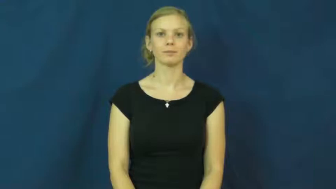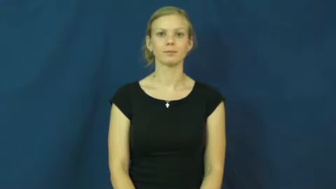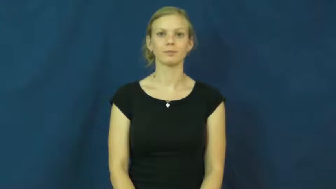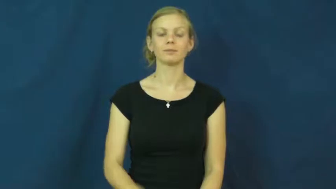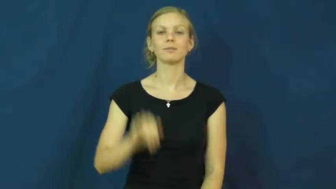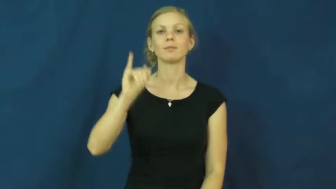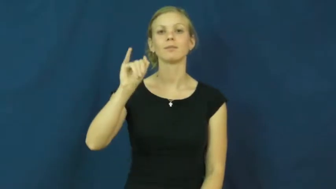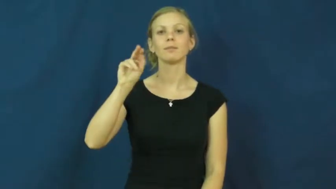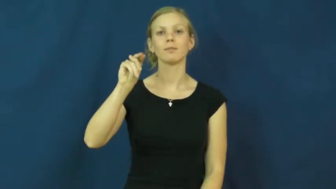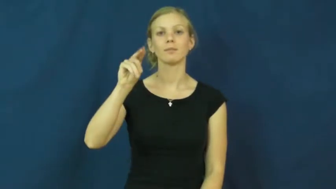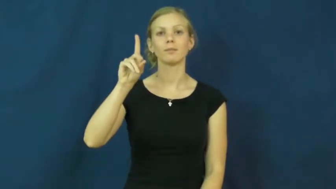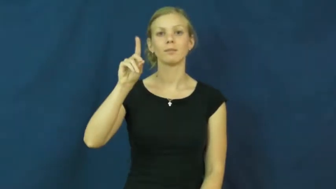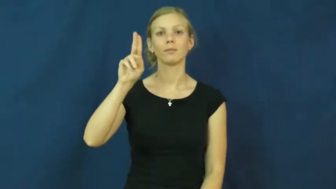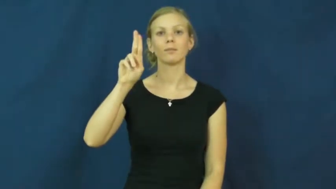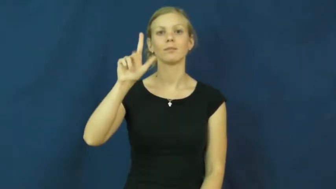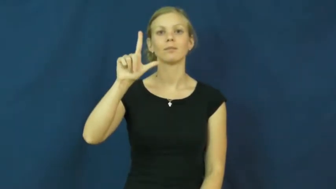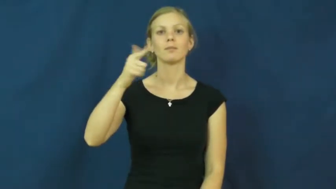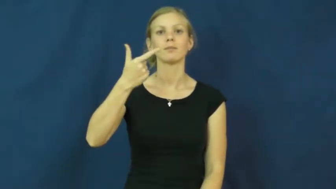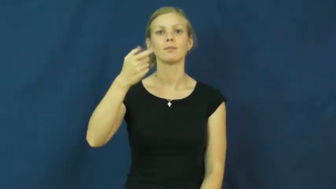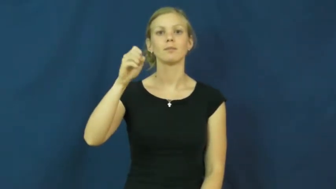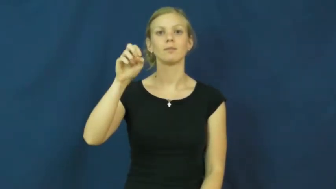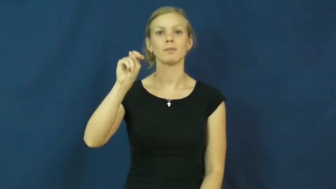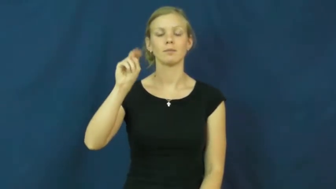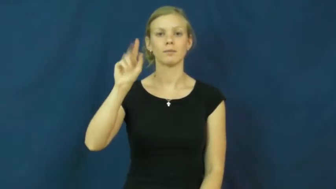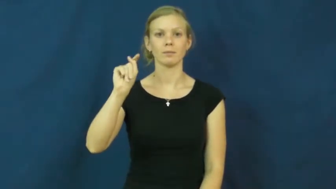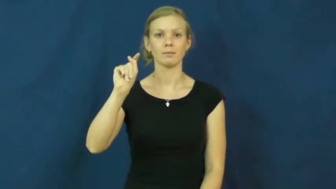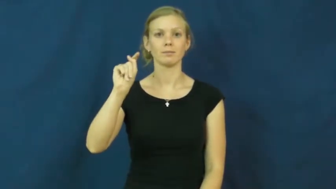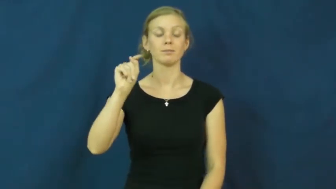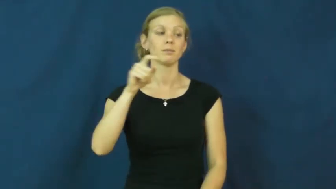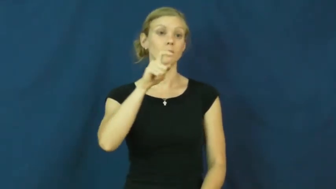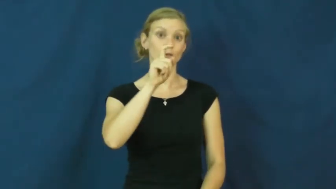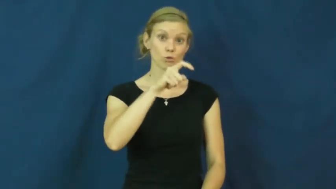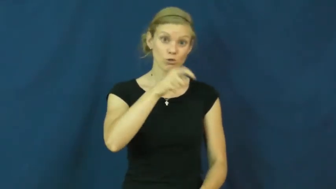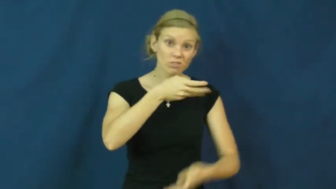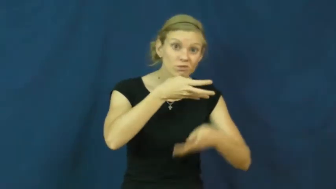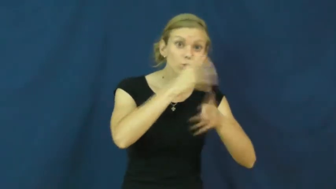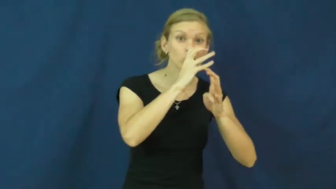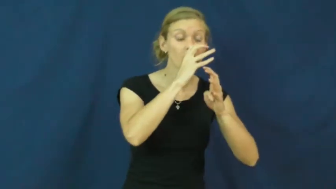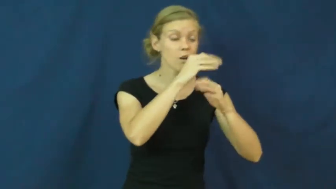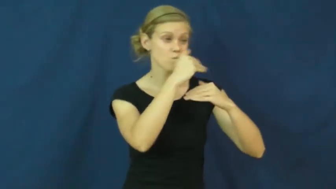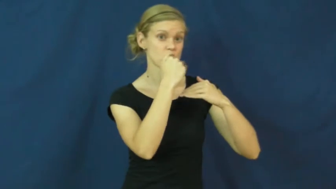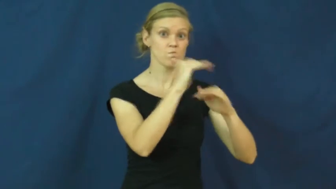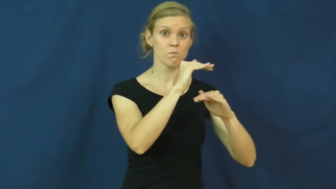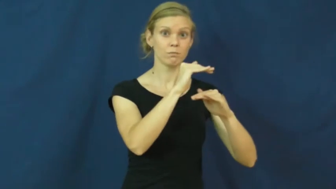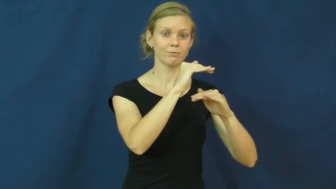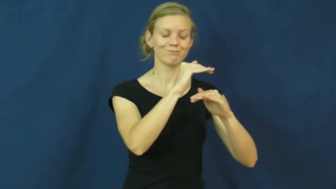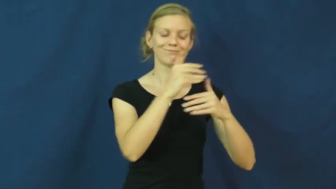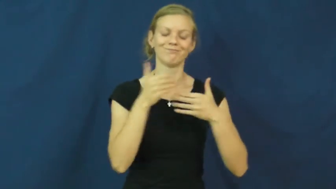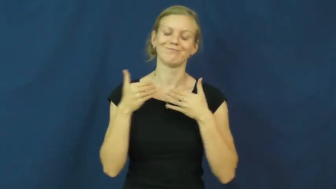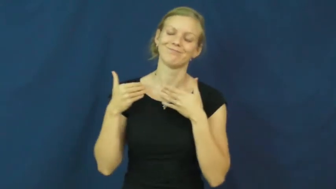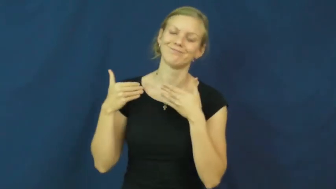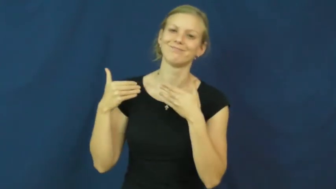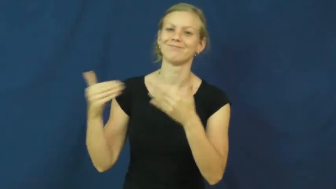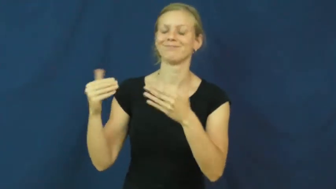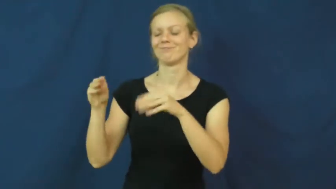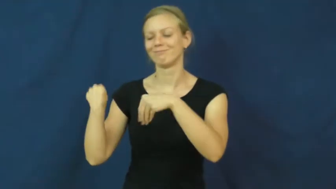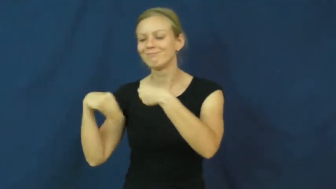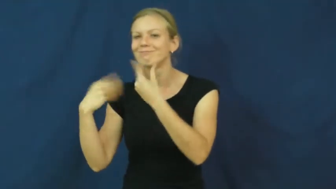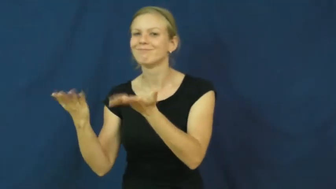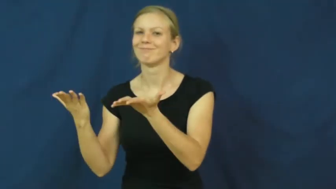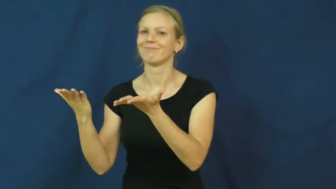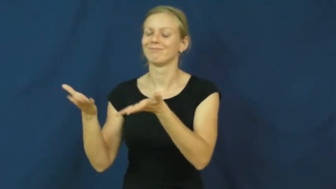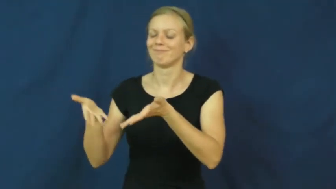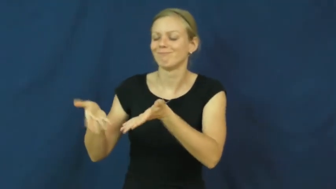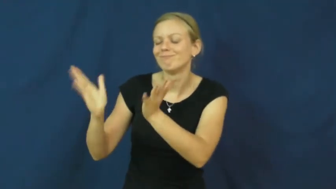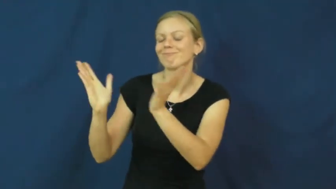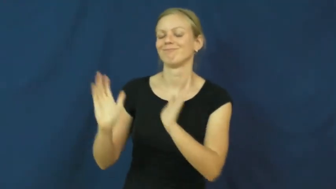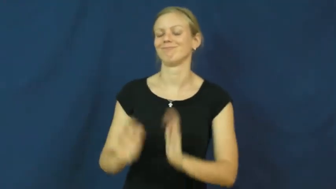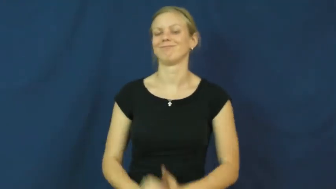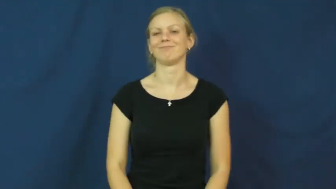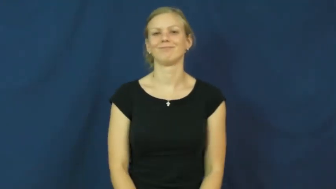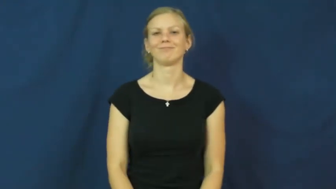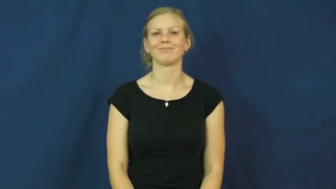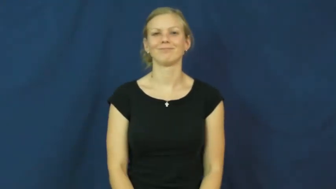indulgent